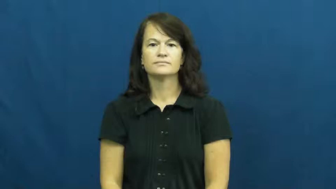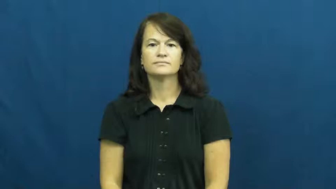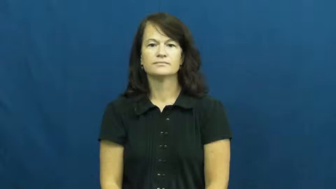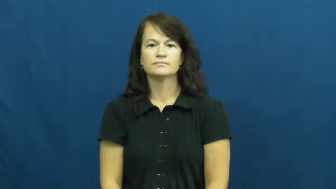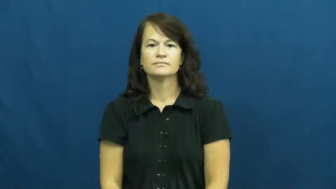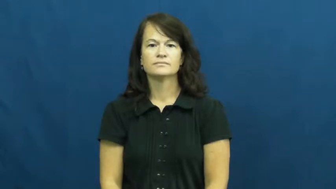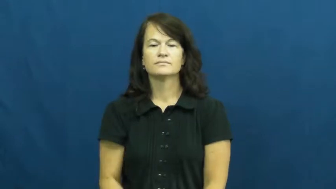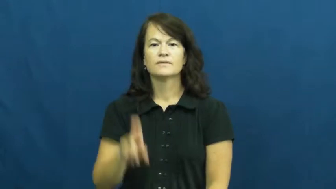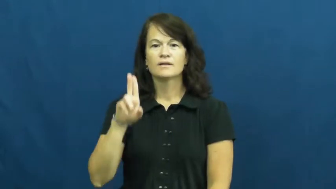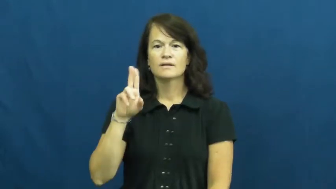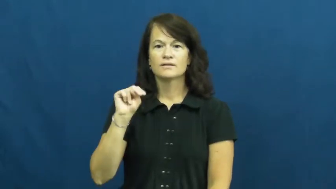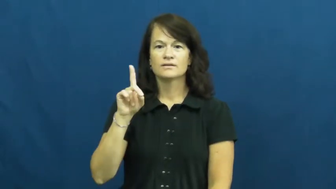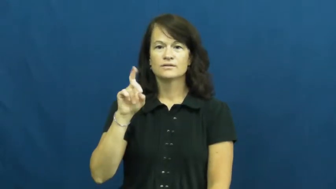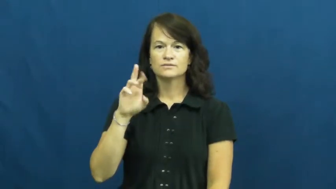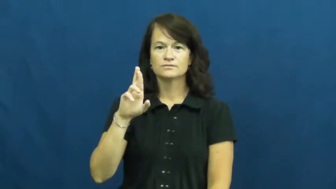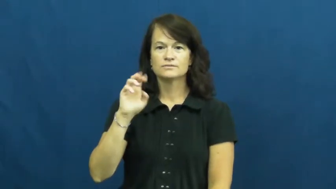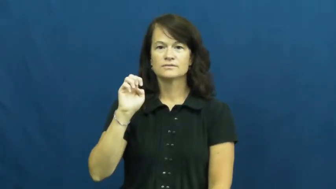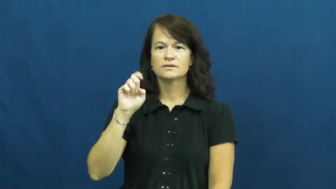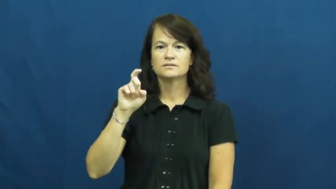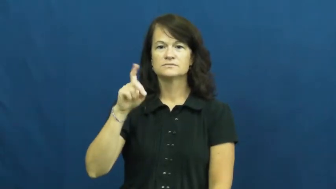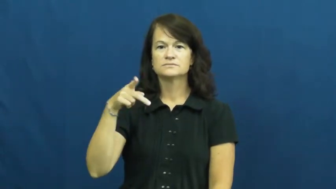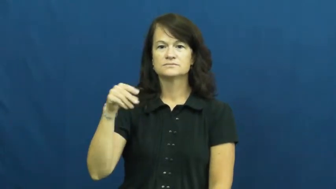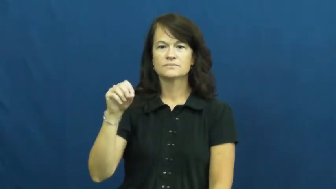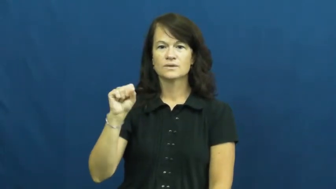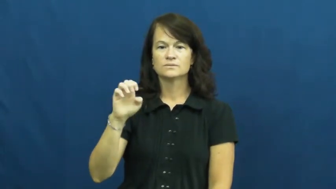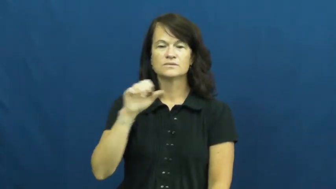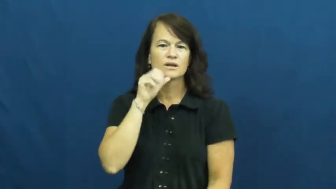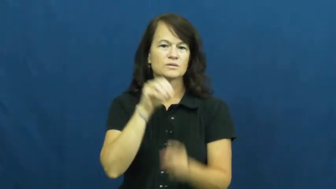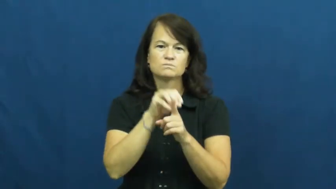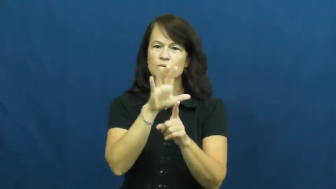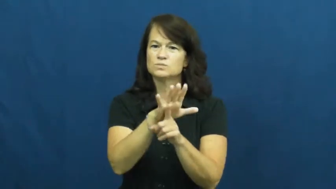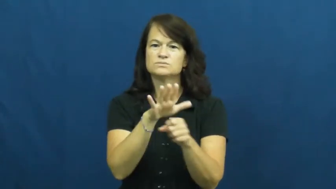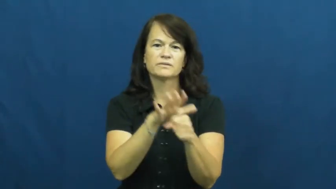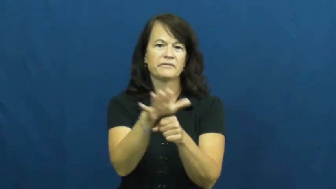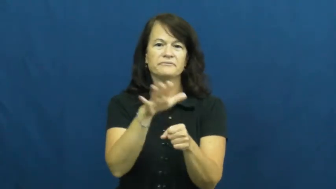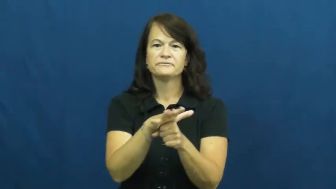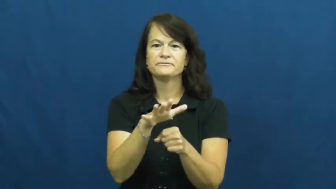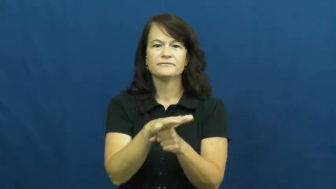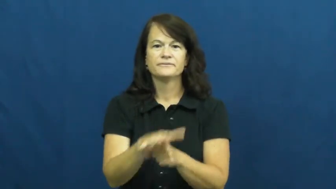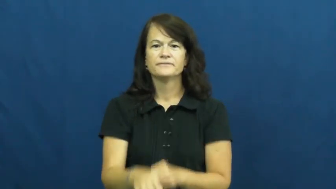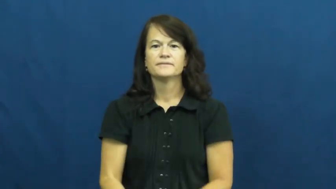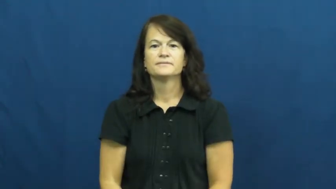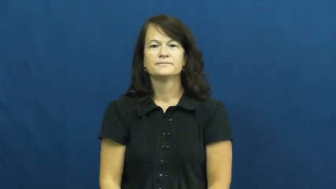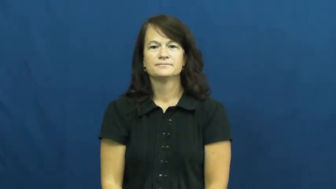underexpose